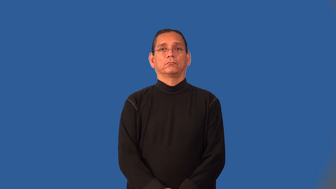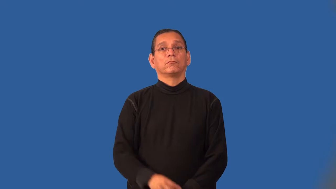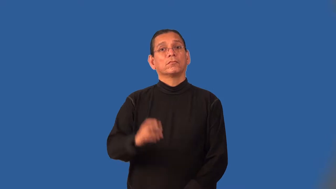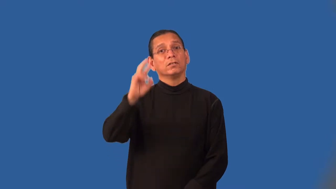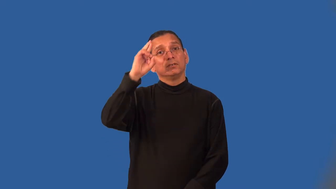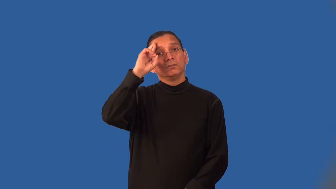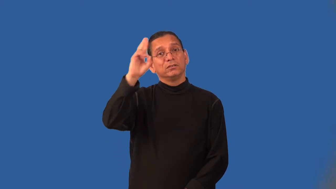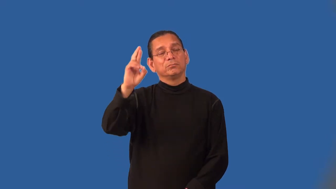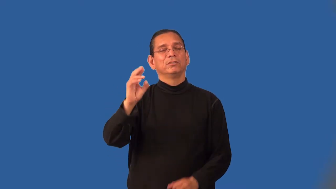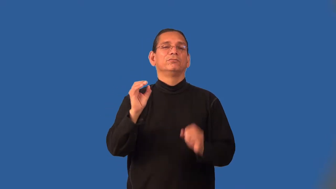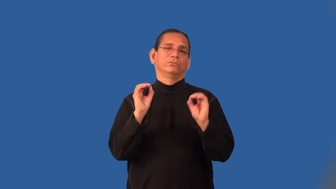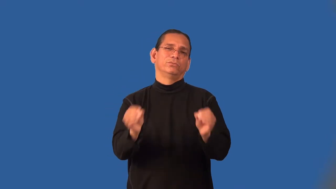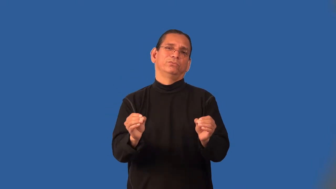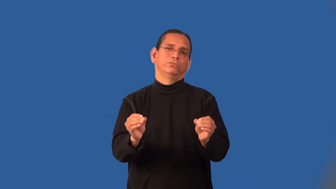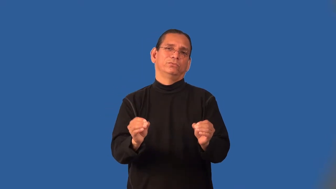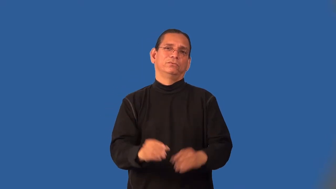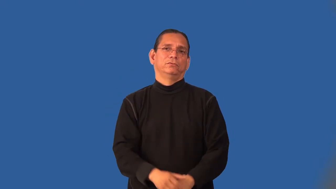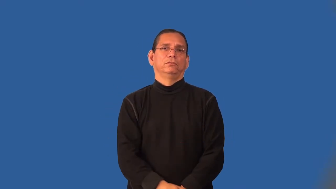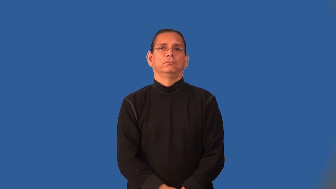irreverent